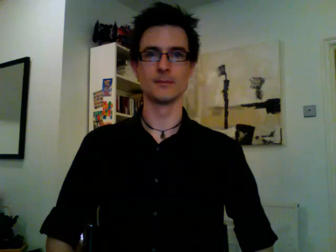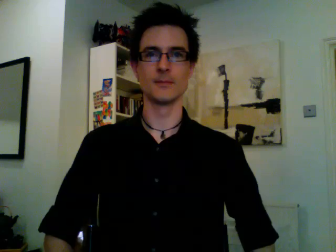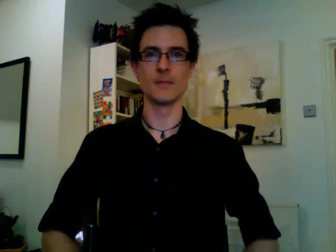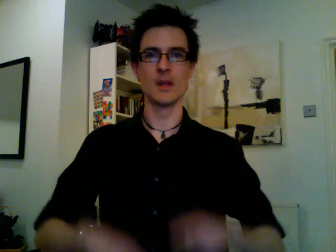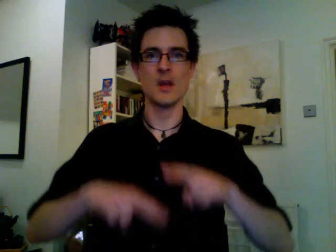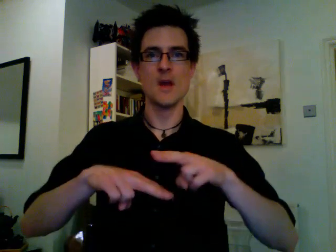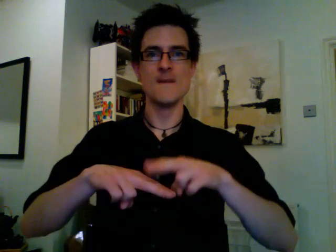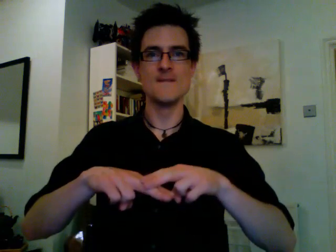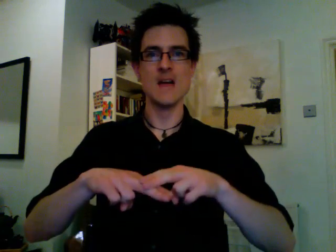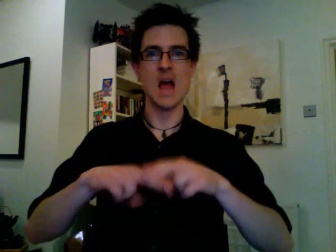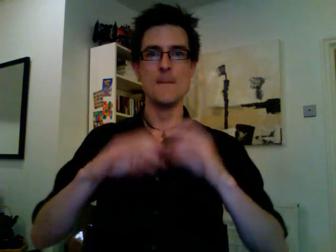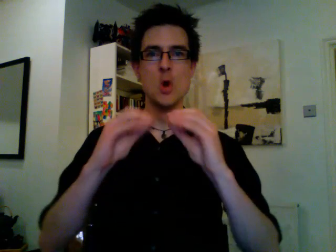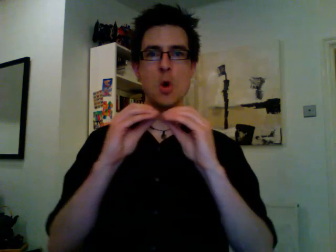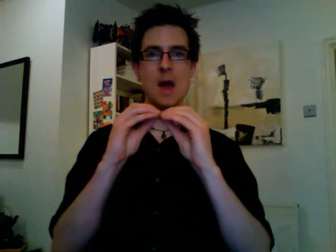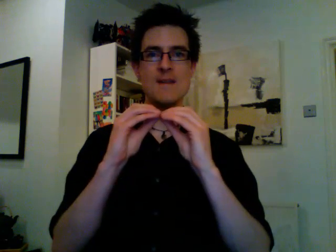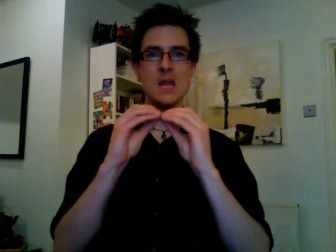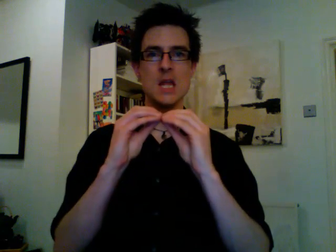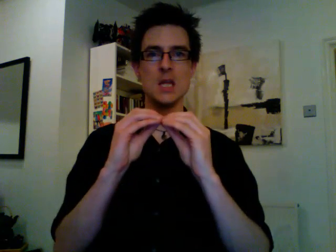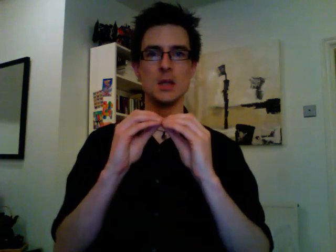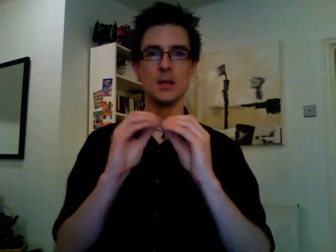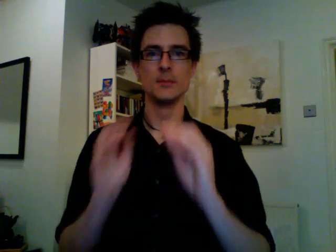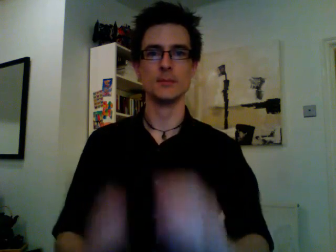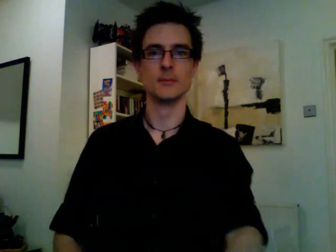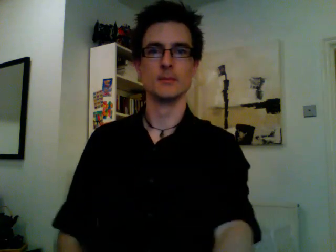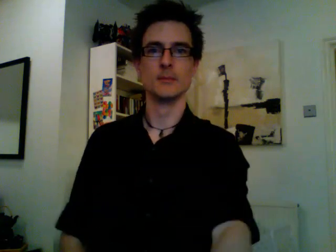february